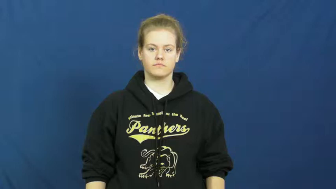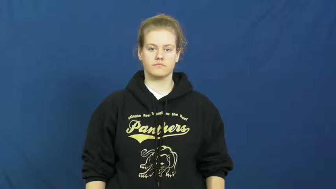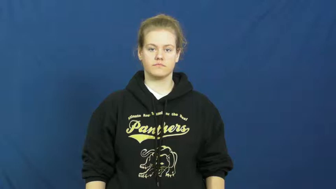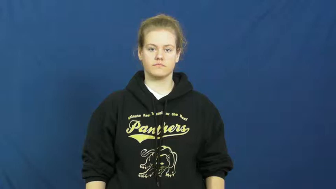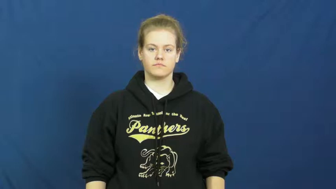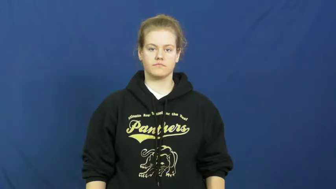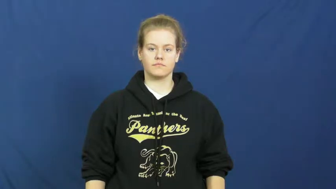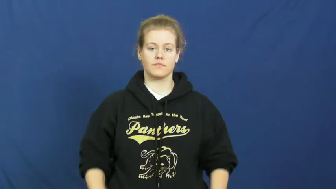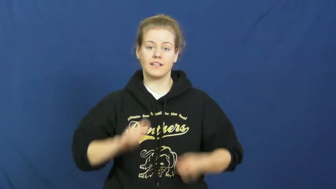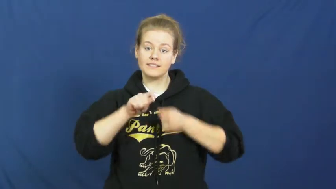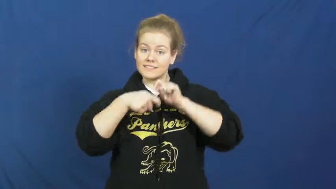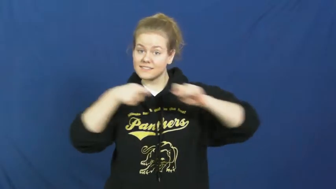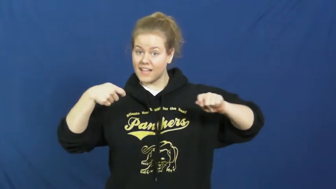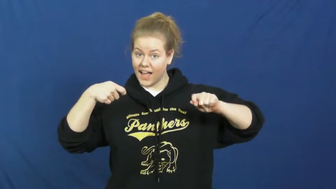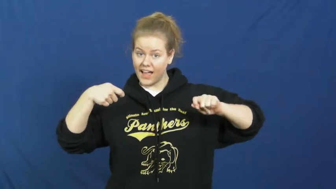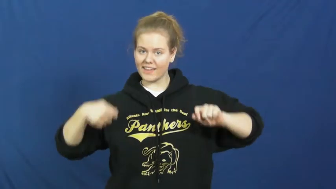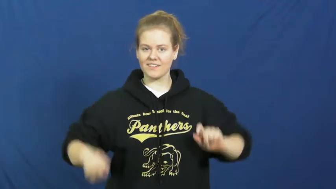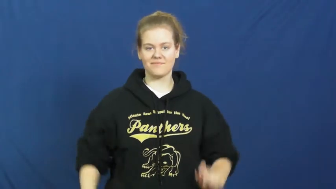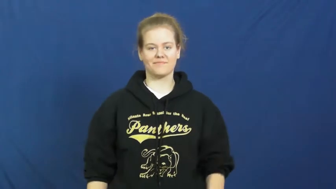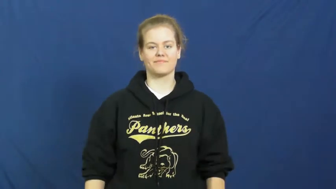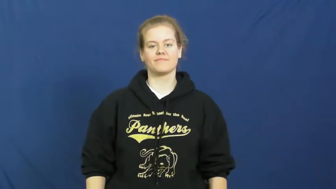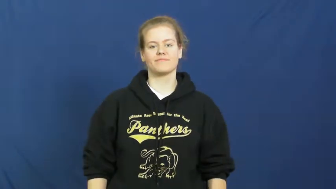knot-verb